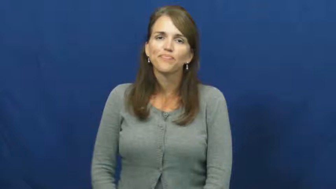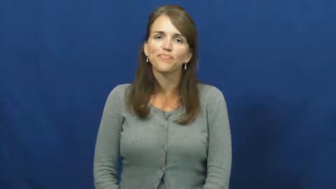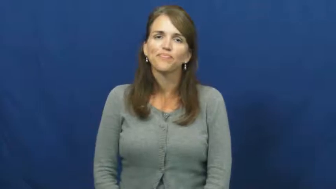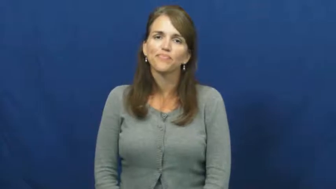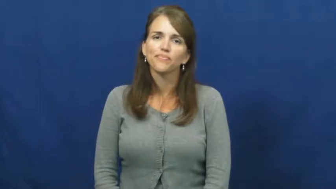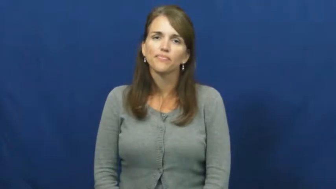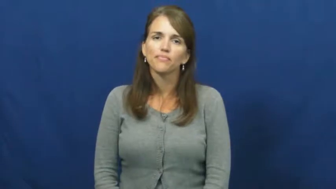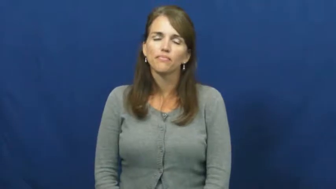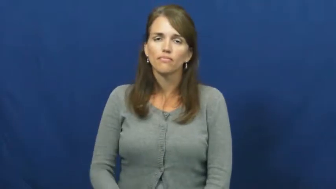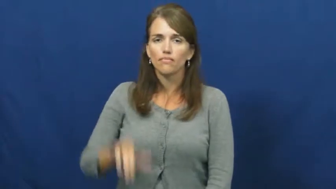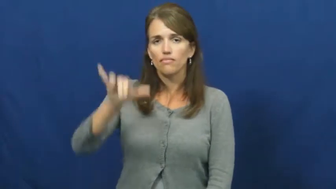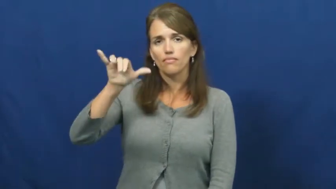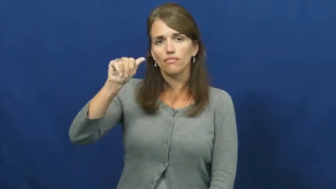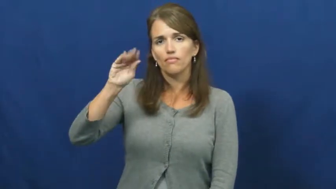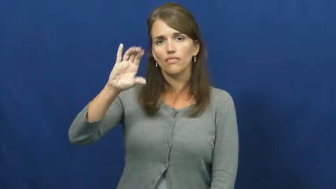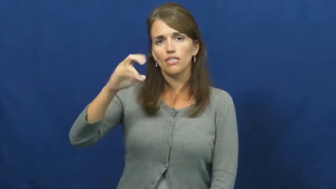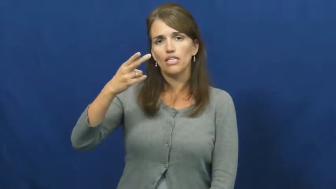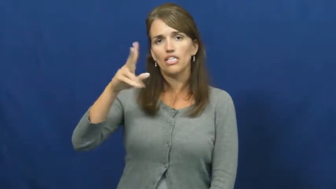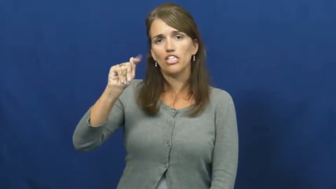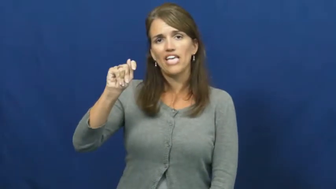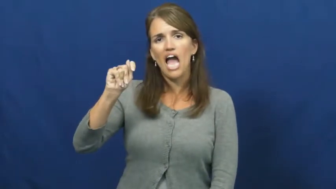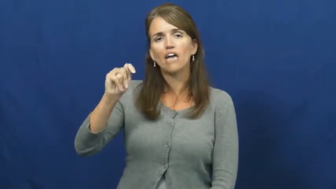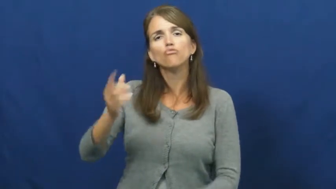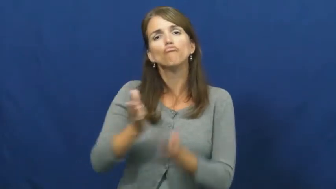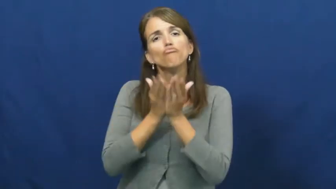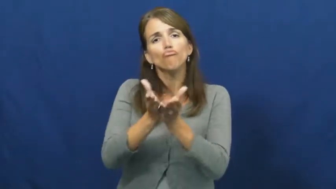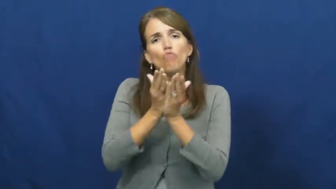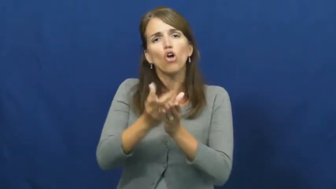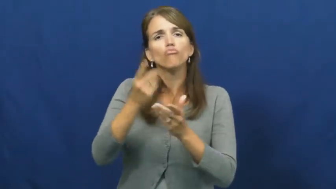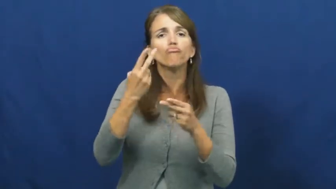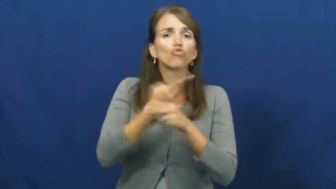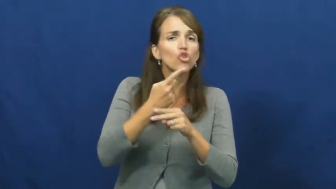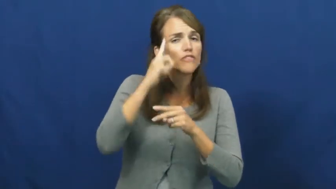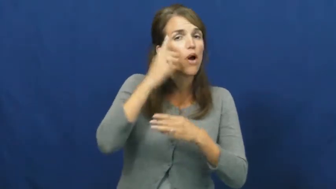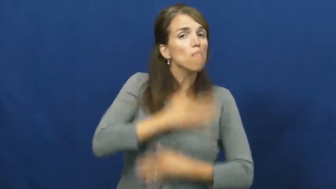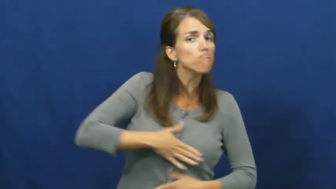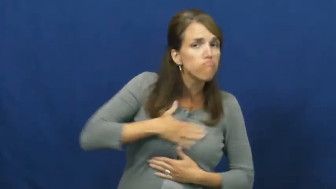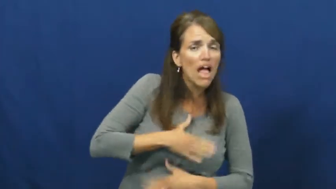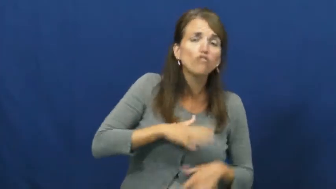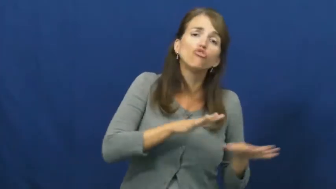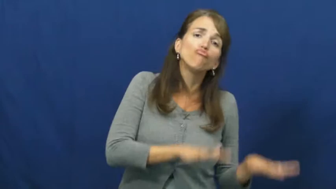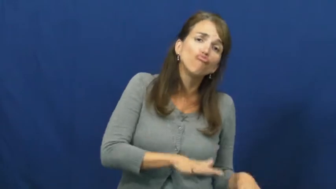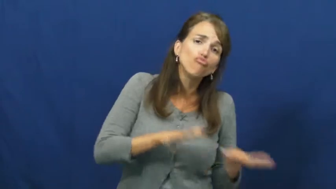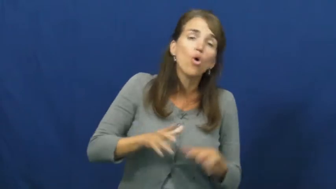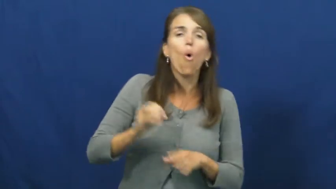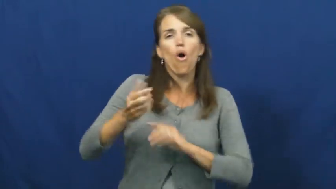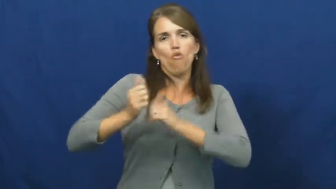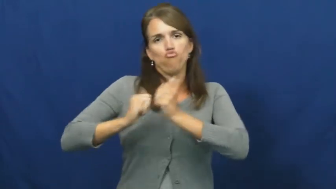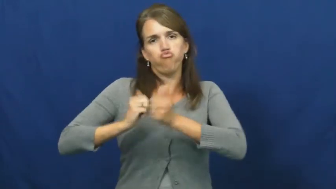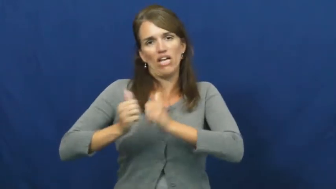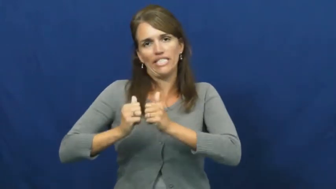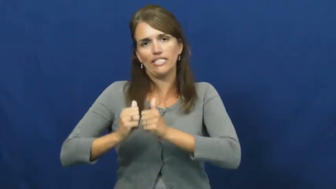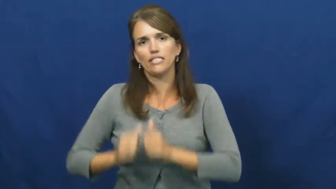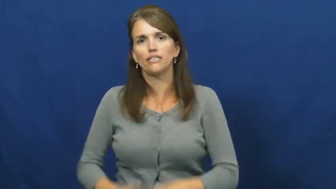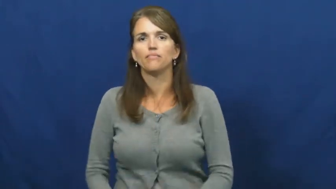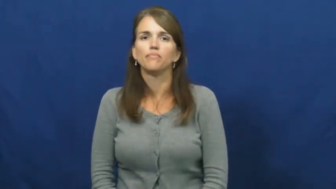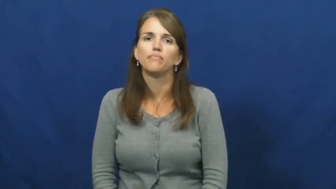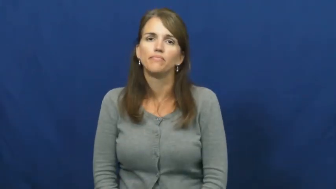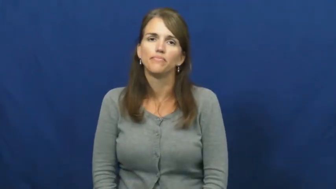yacht